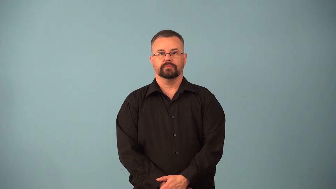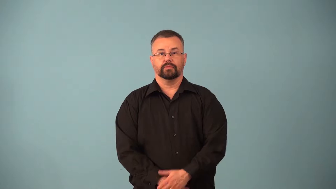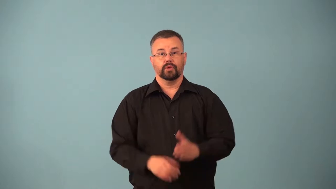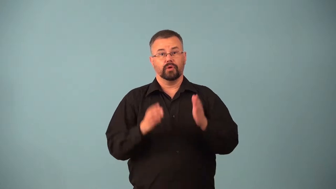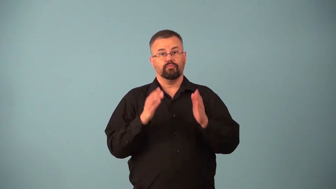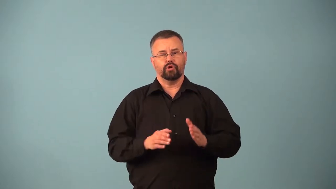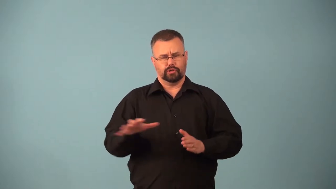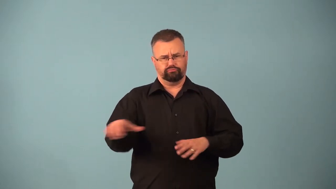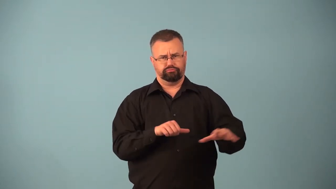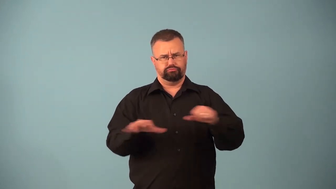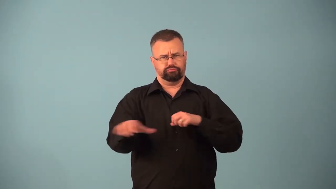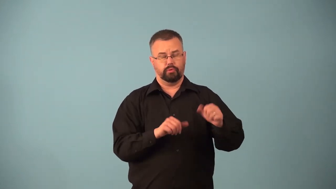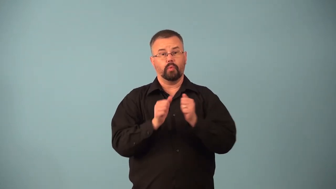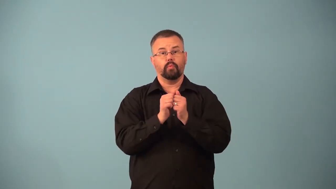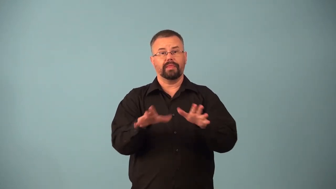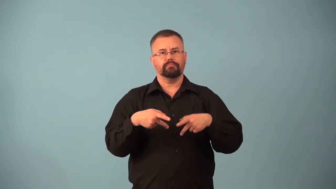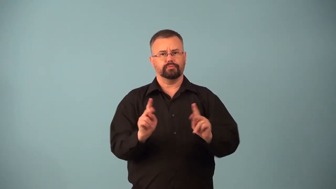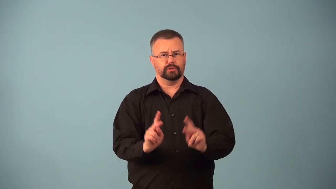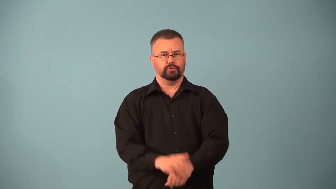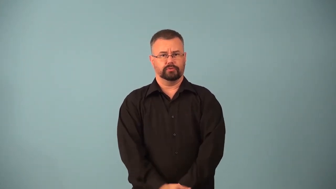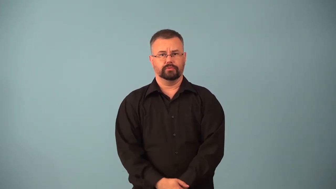appropriate,appropriator